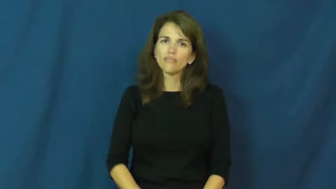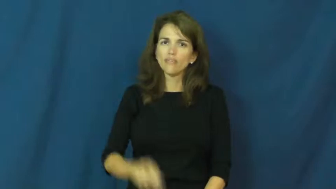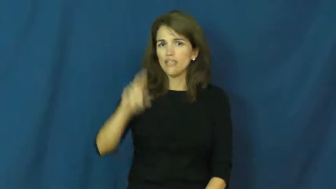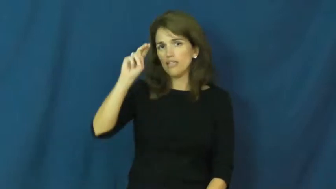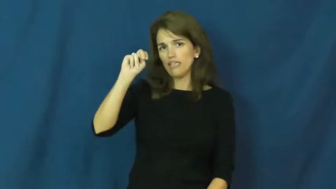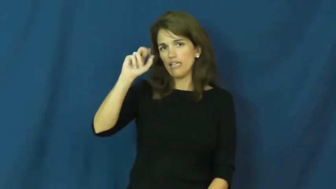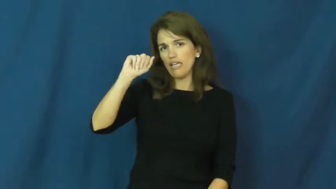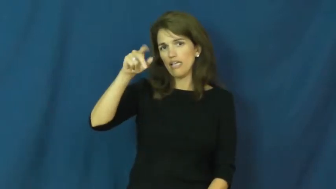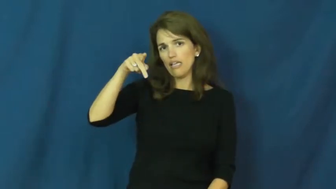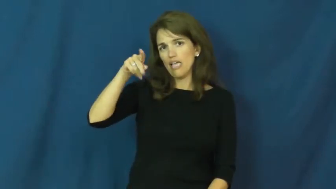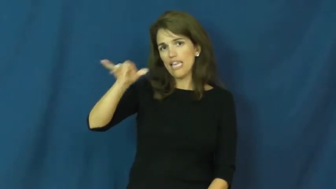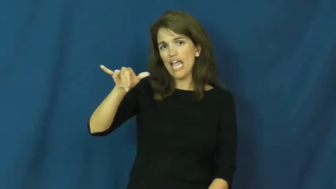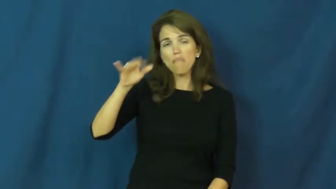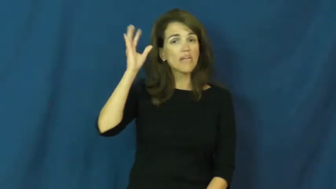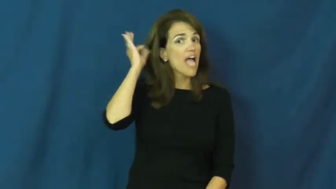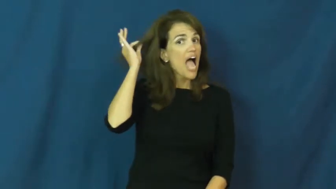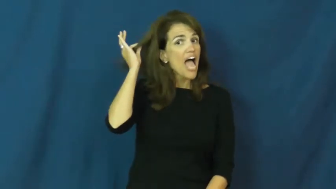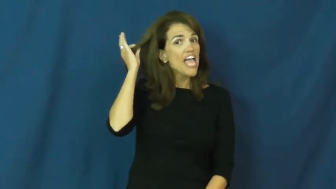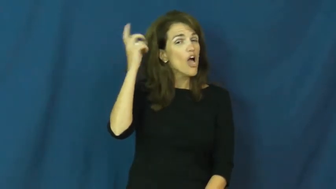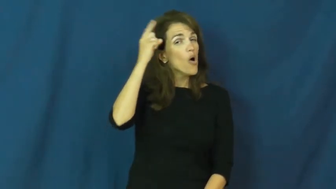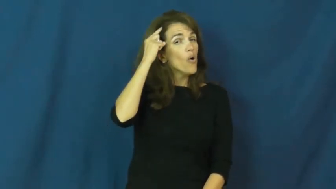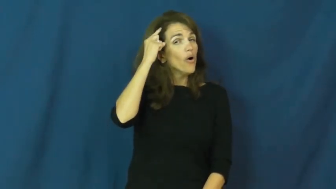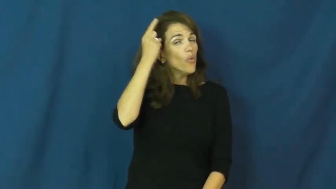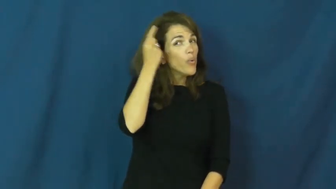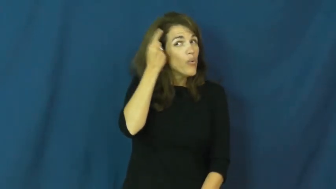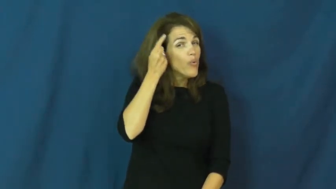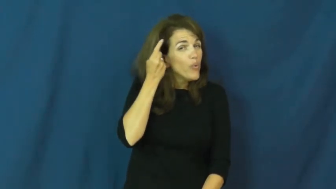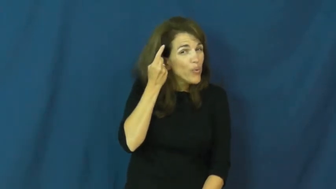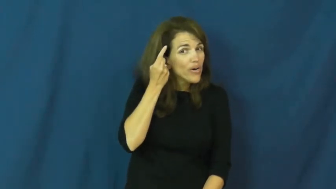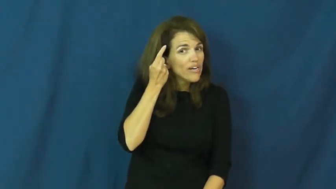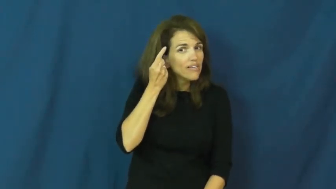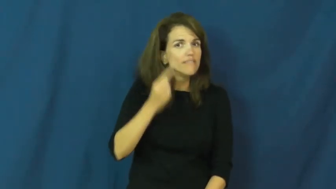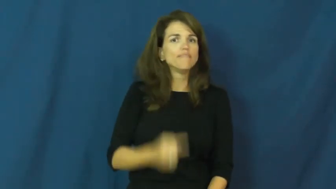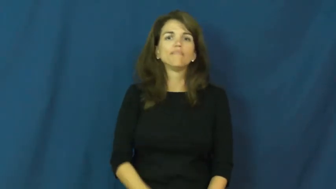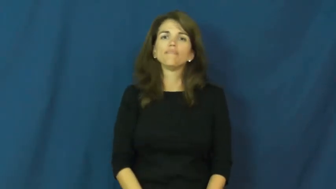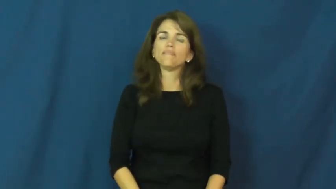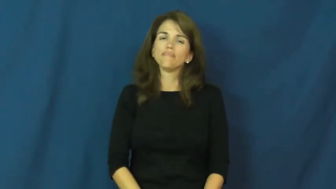nappy